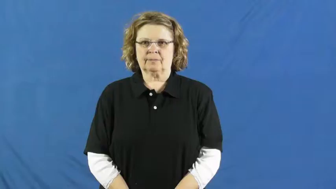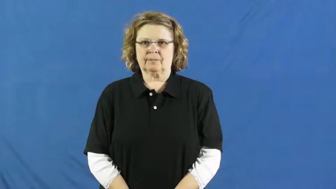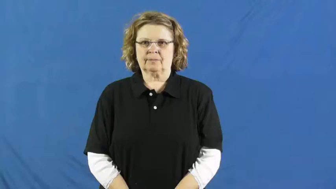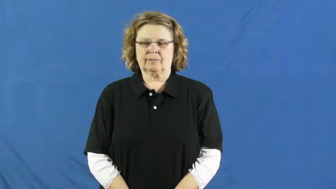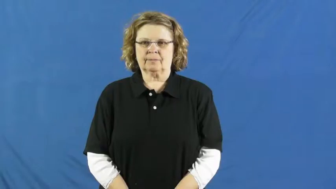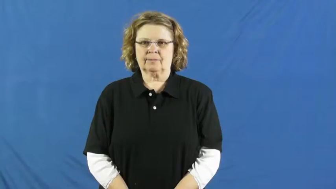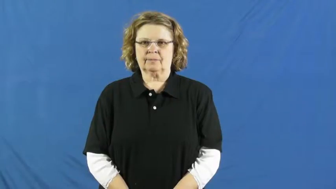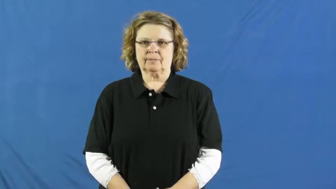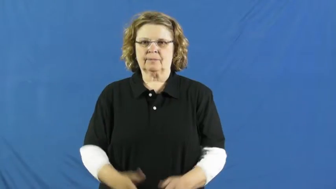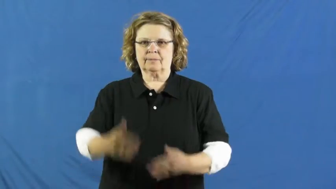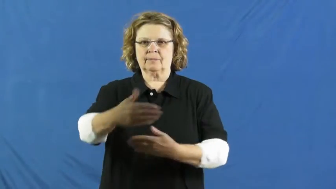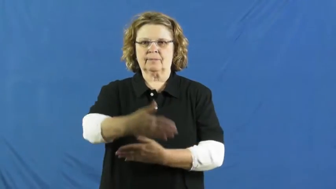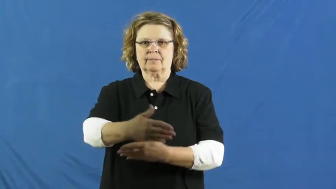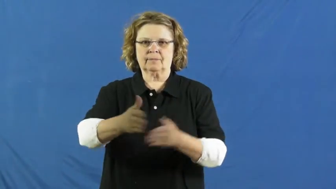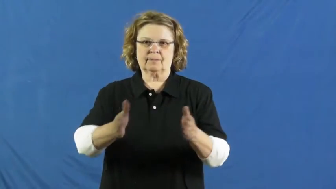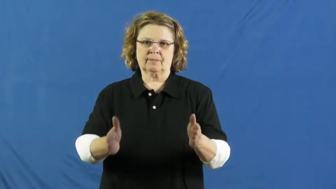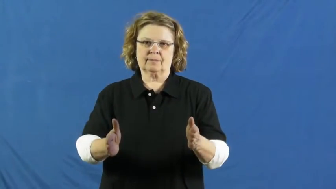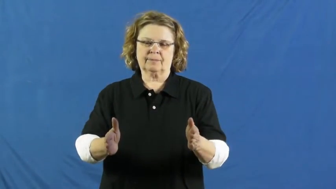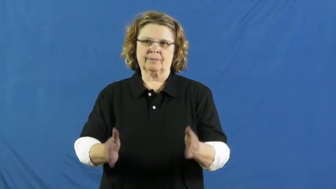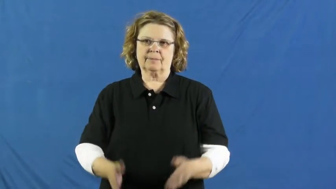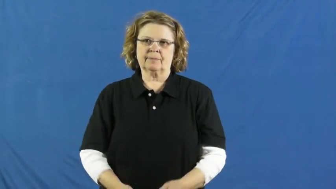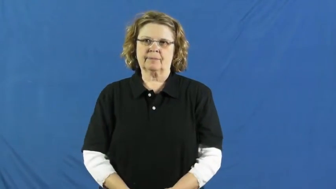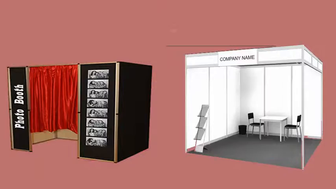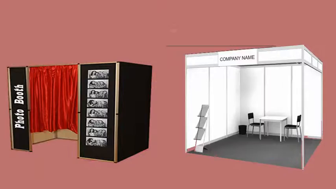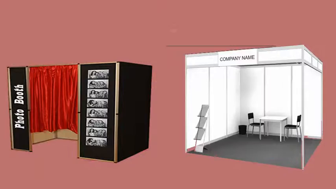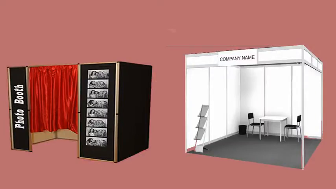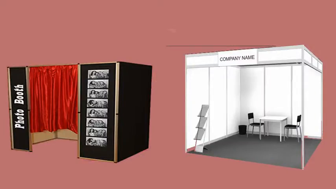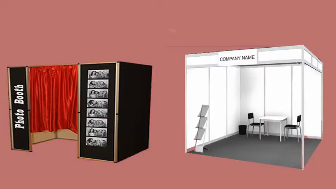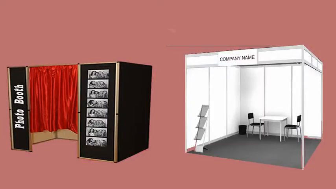booth-room